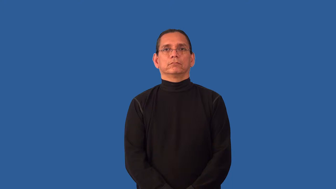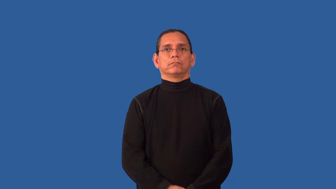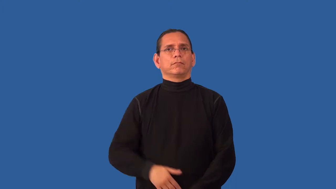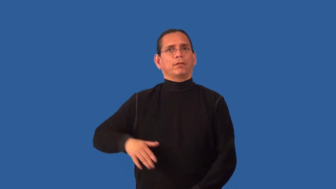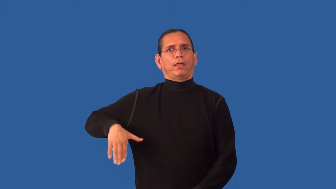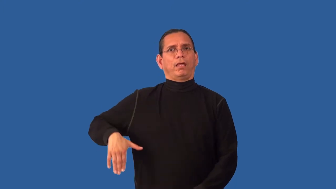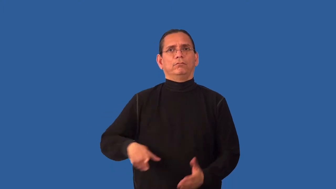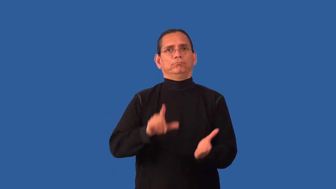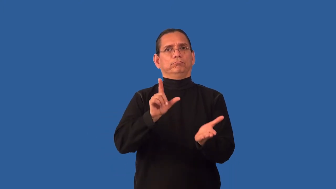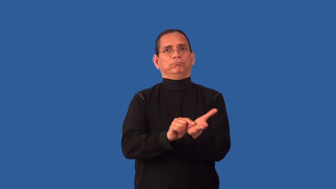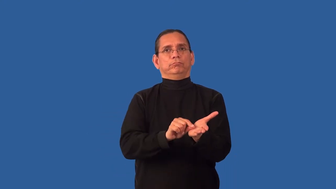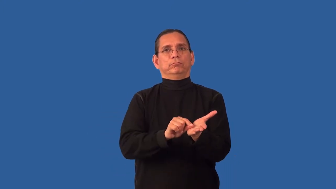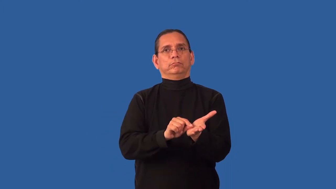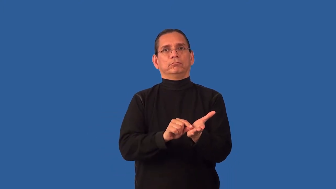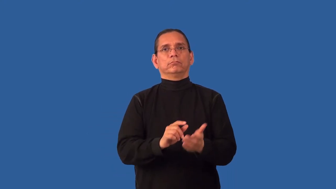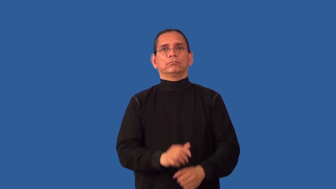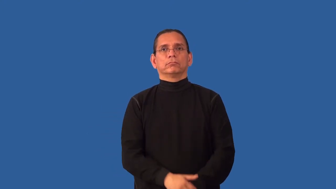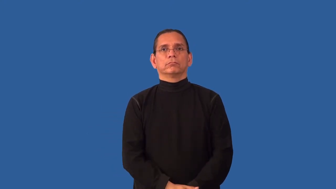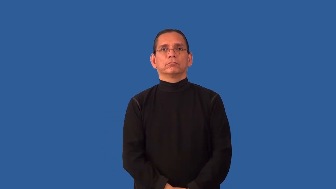unpublished